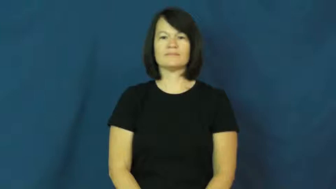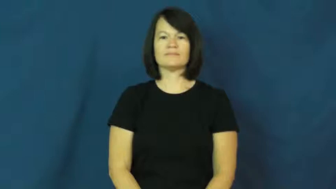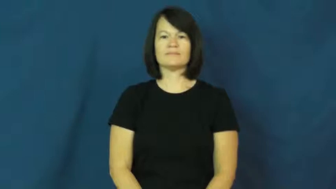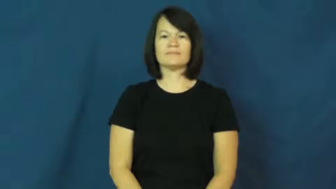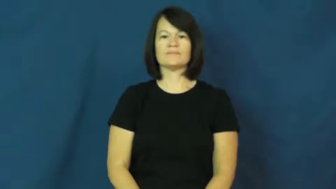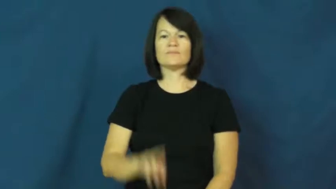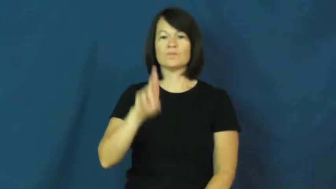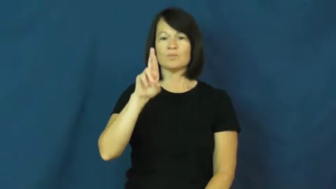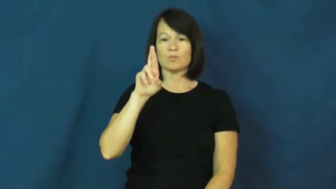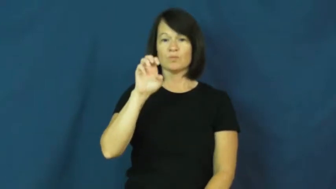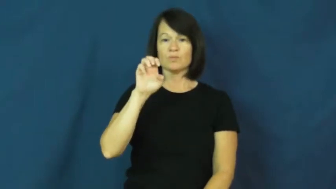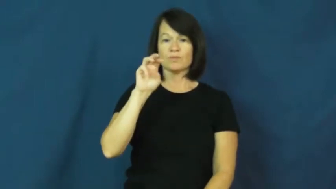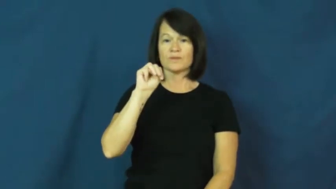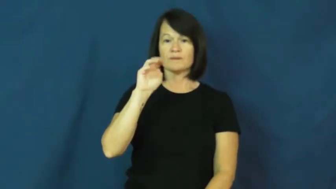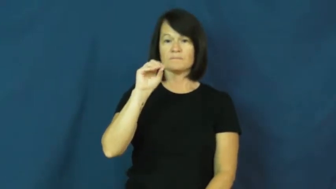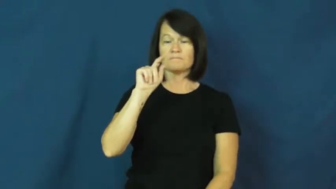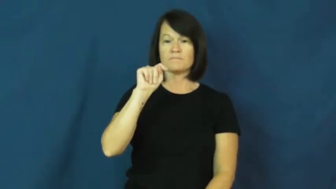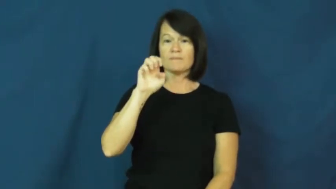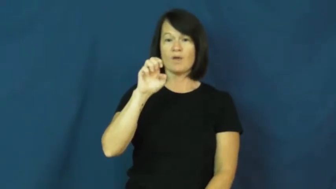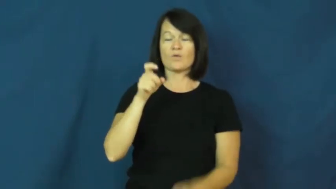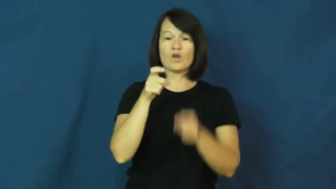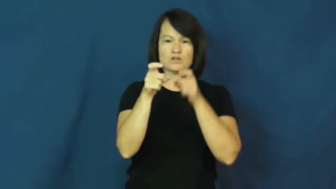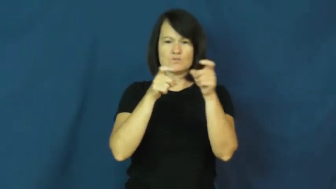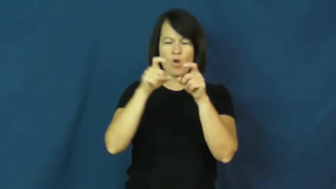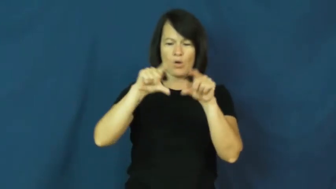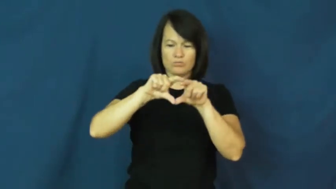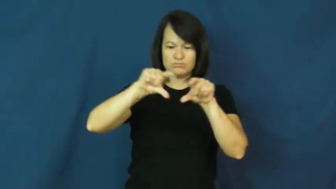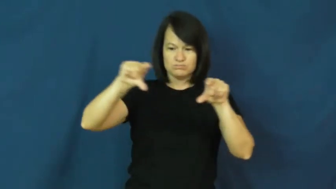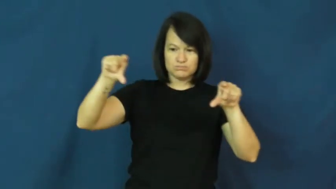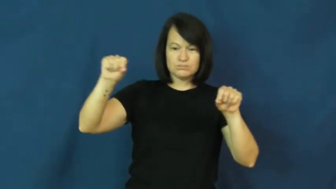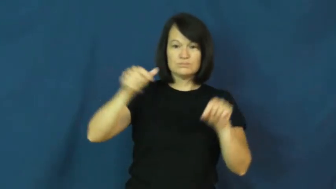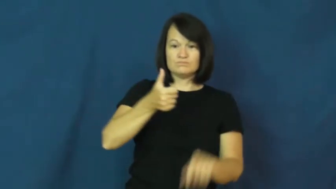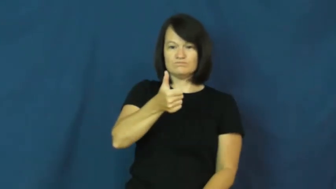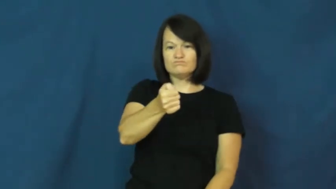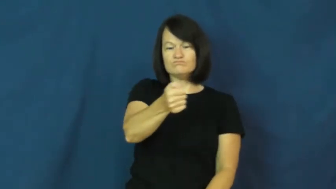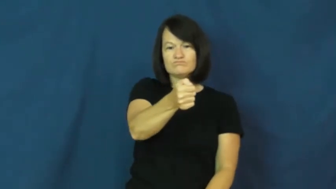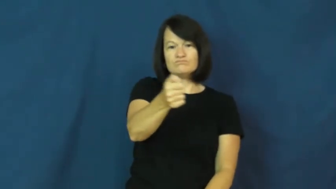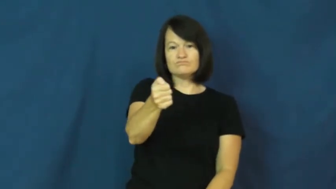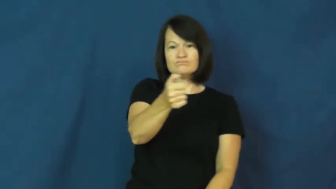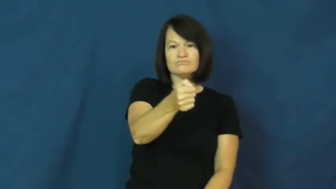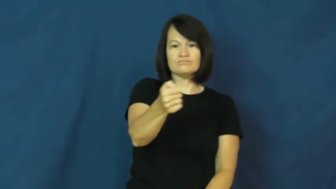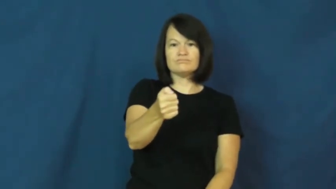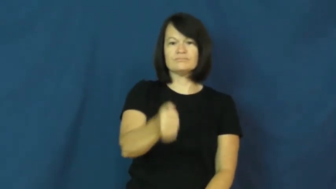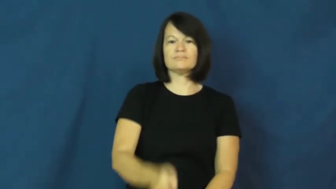remote-controller